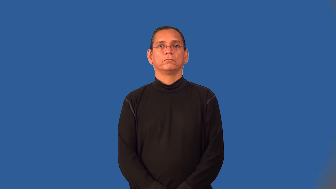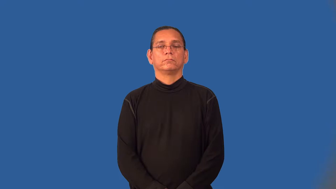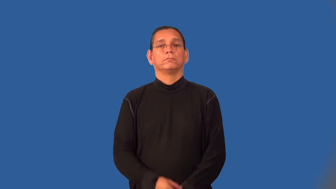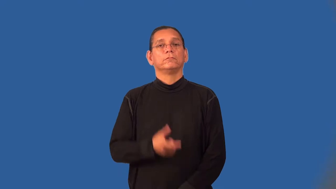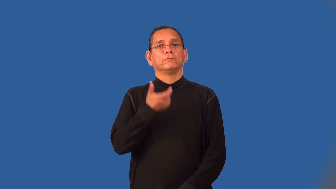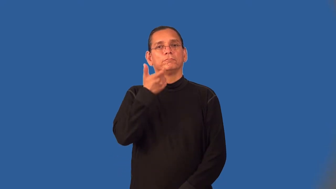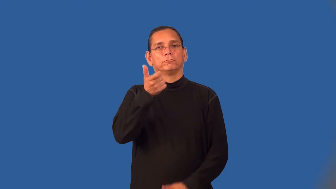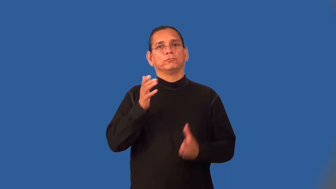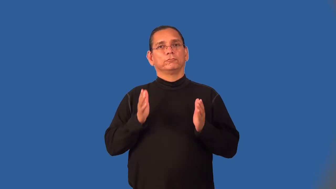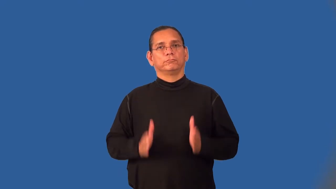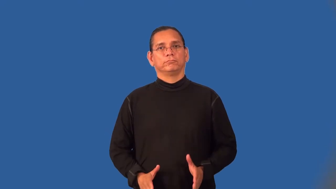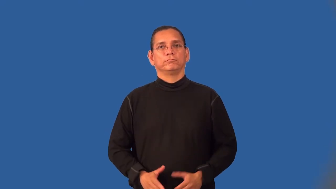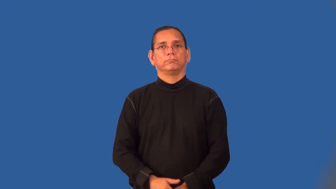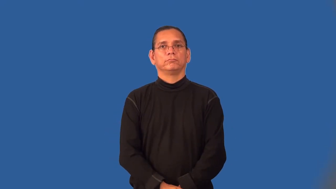viewer